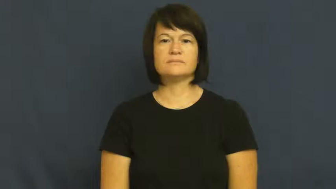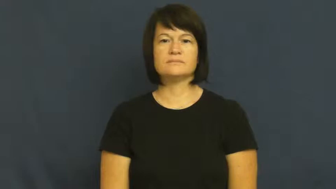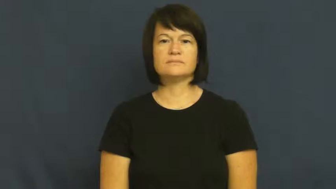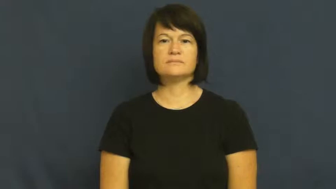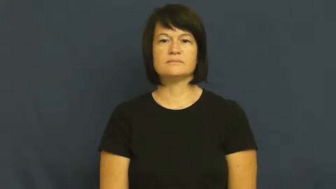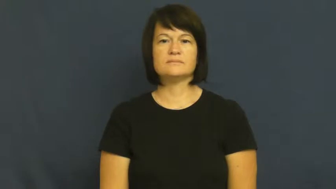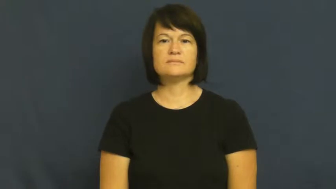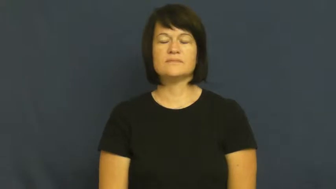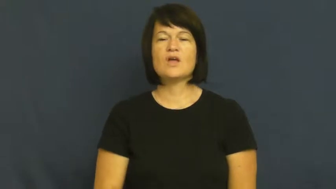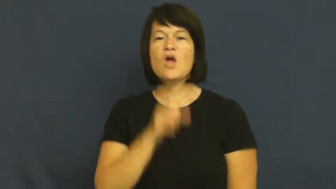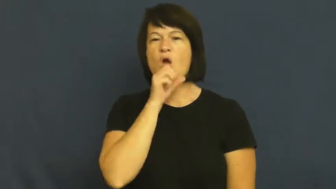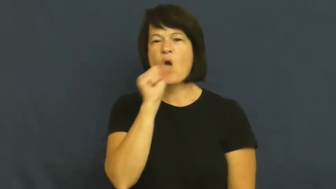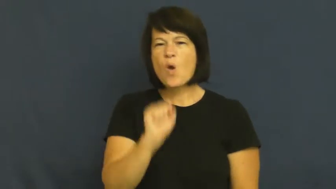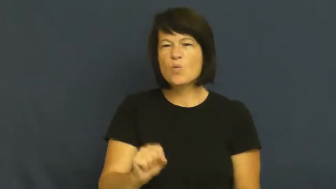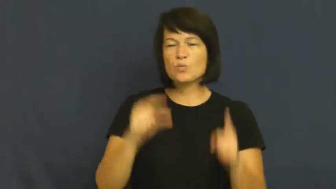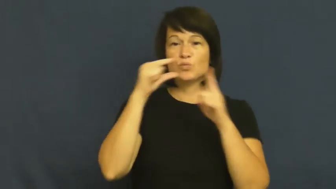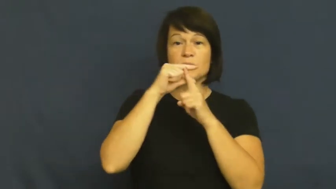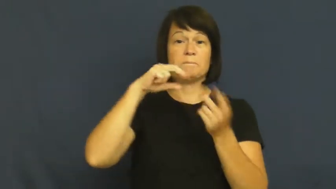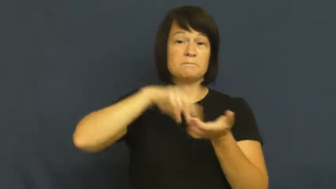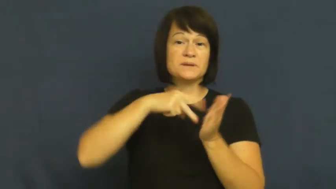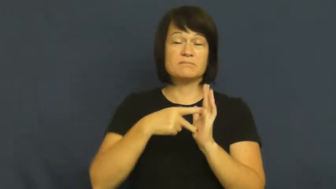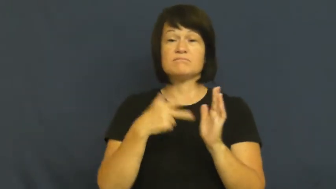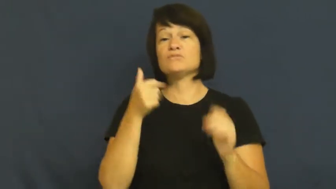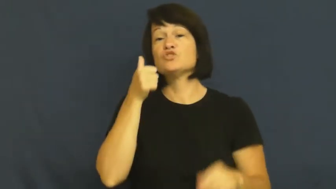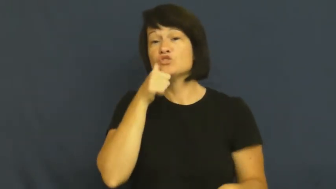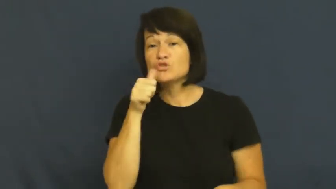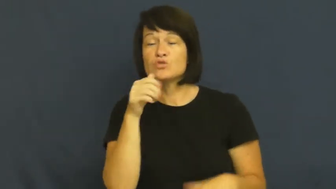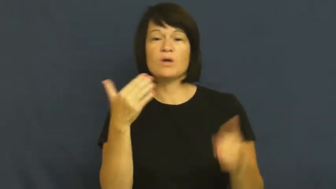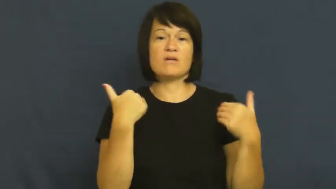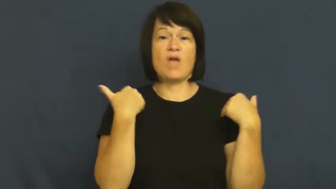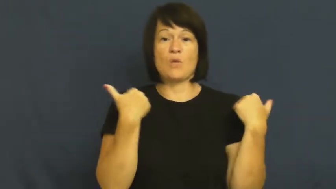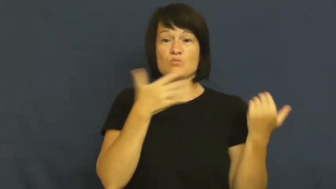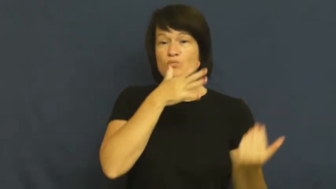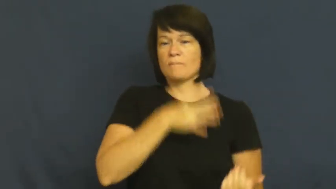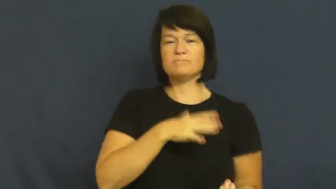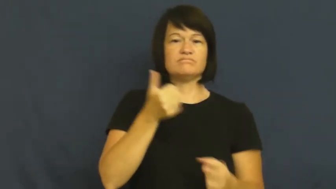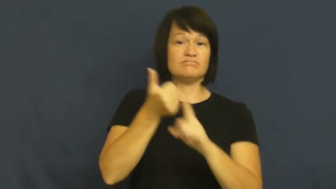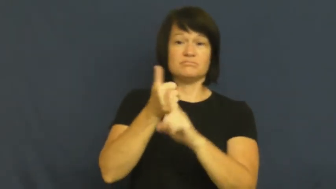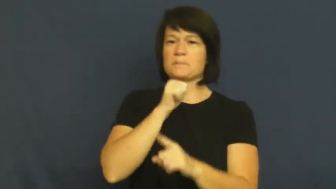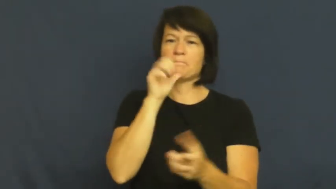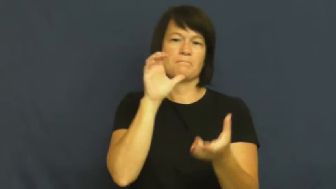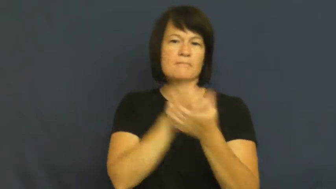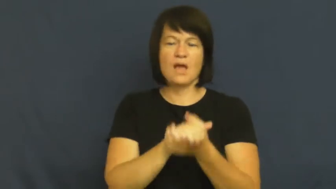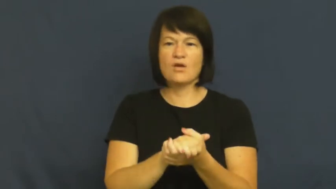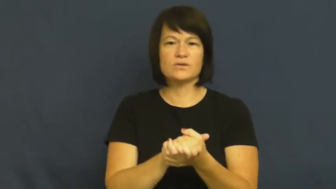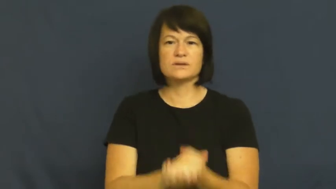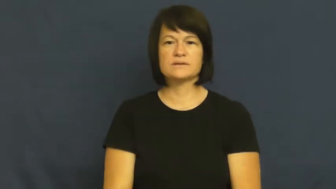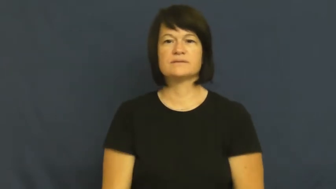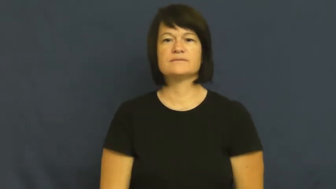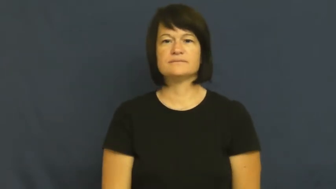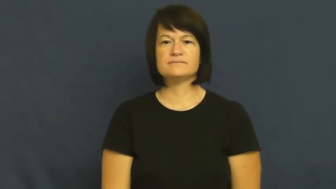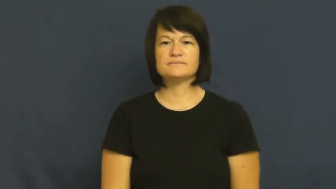maid,maiden,colleen,damsel,maidenly